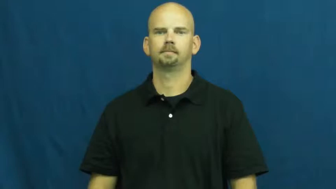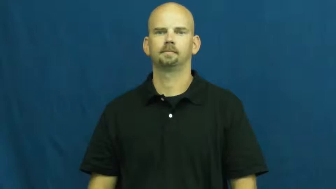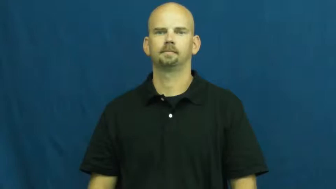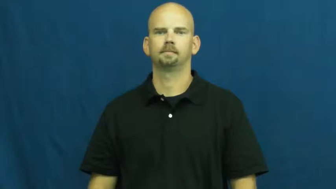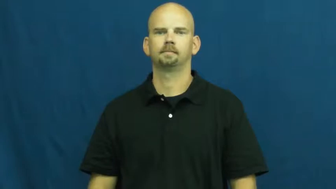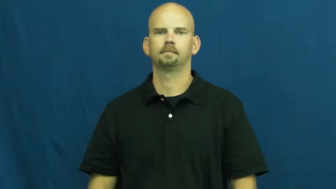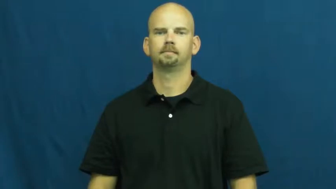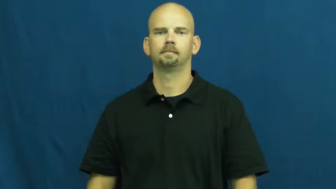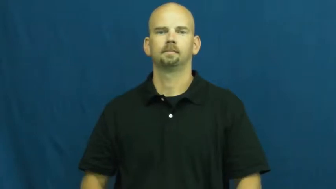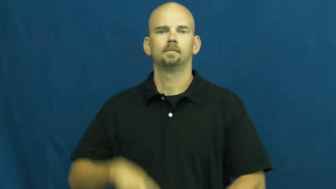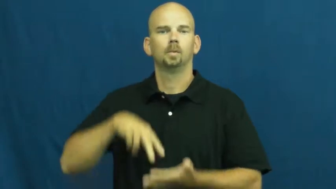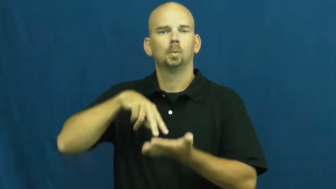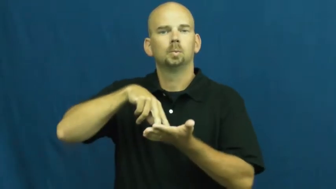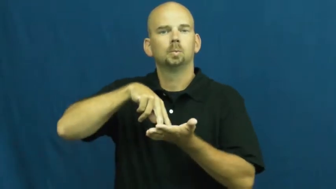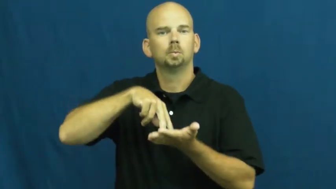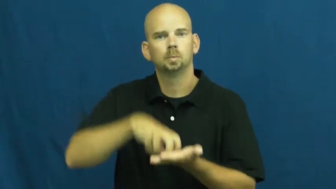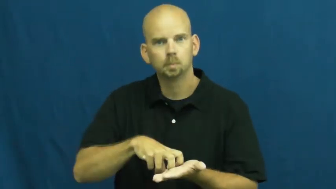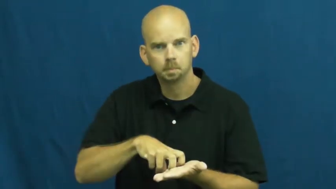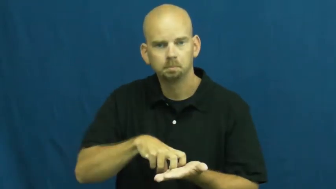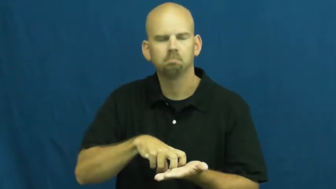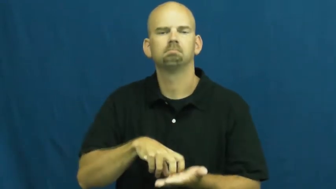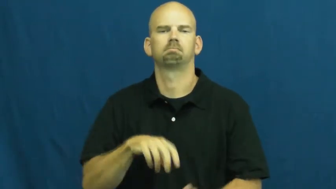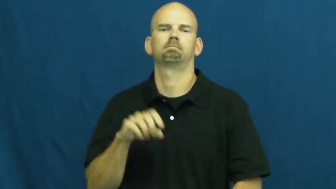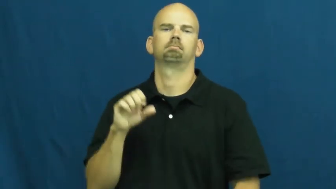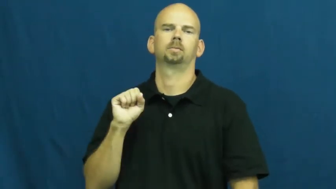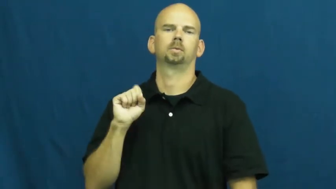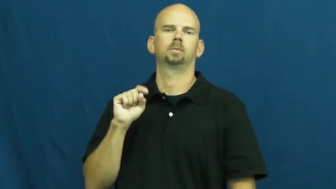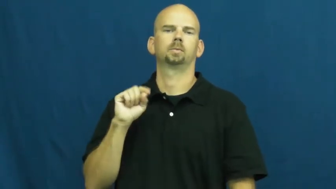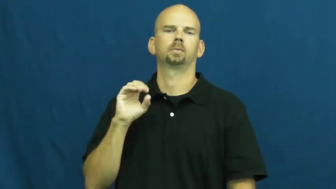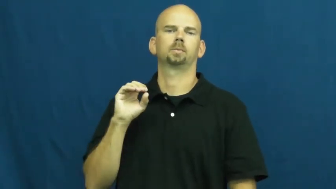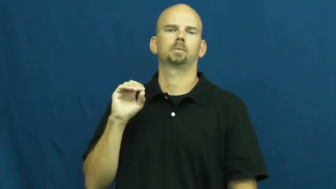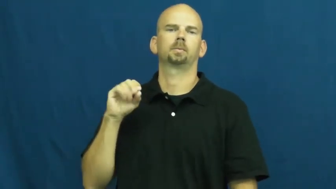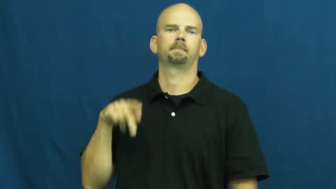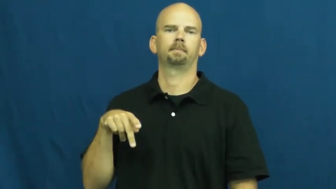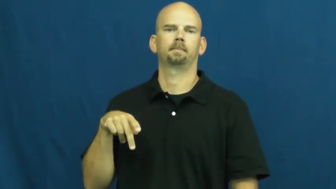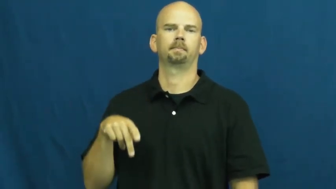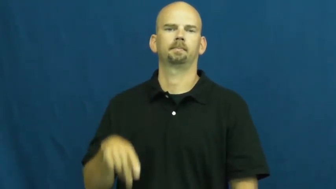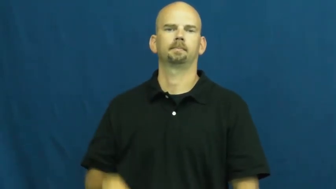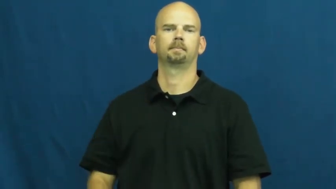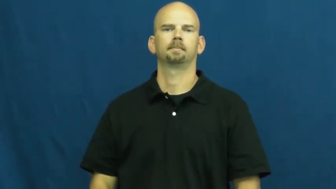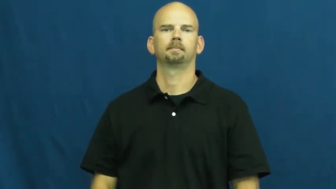stoop-step down